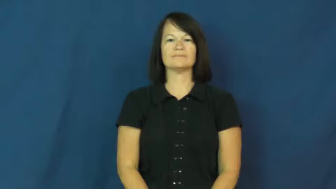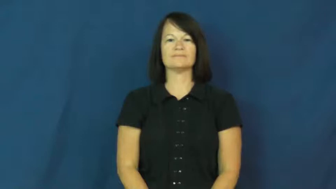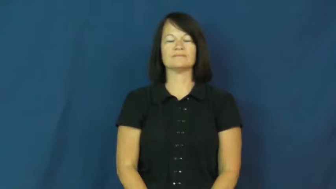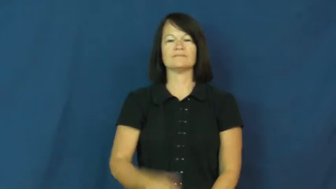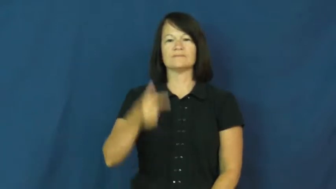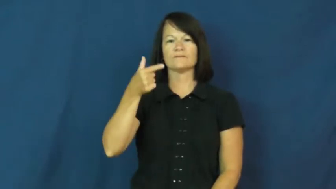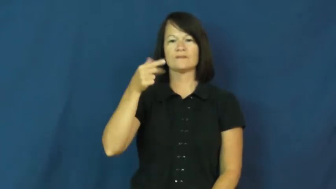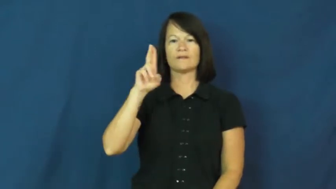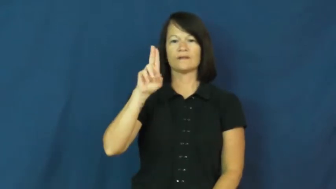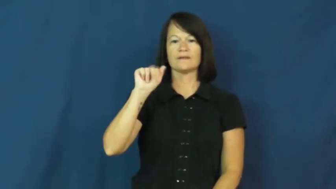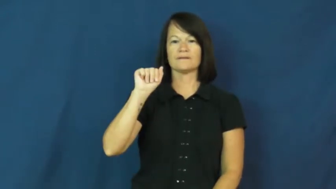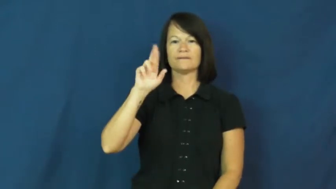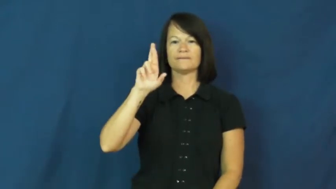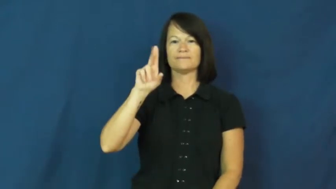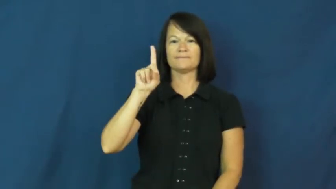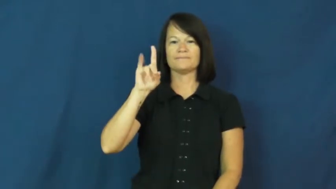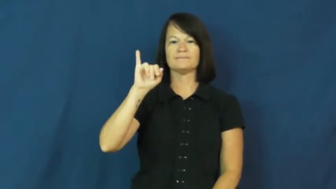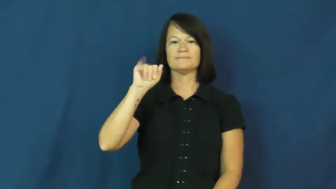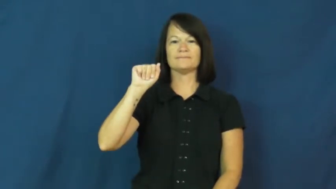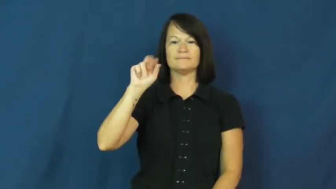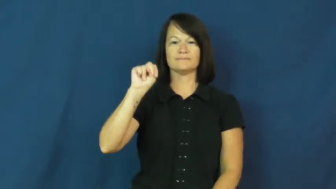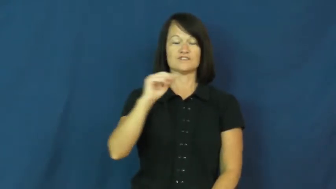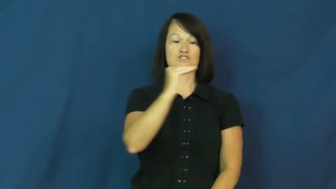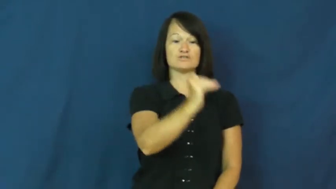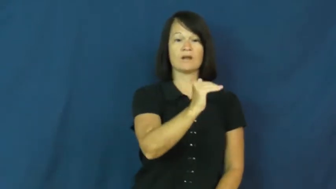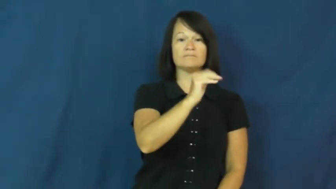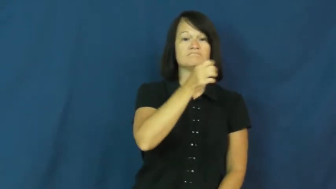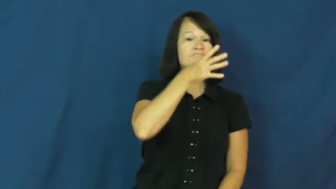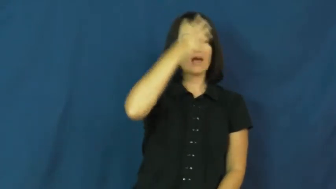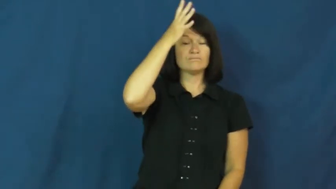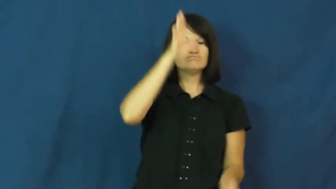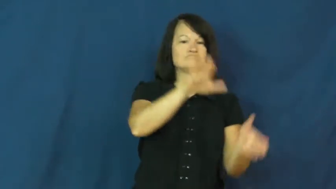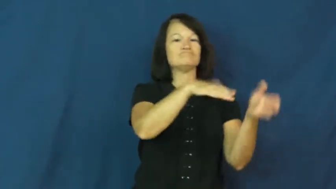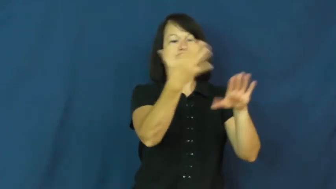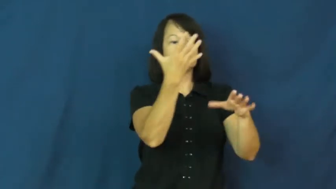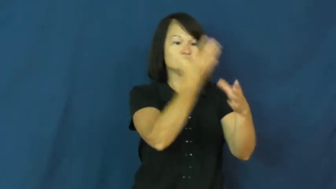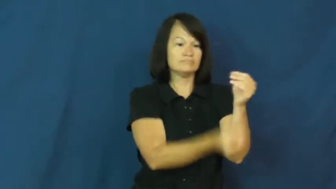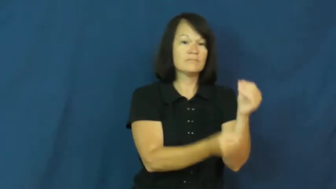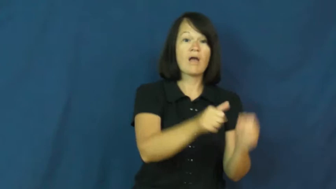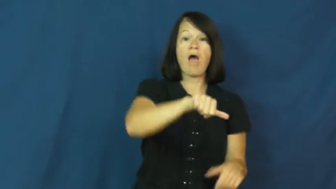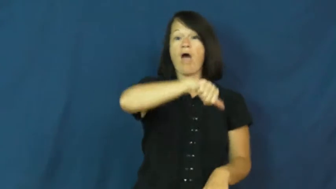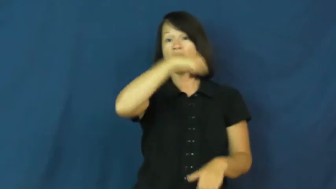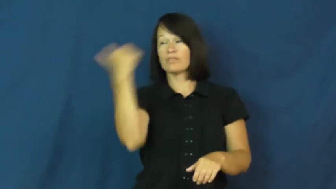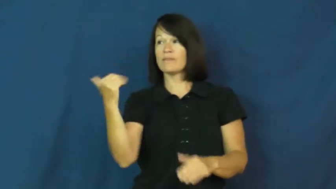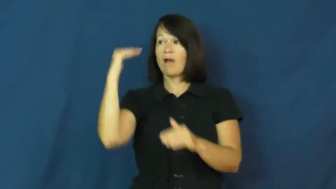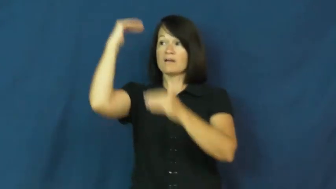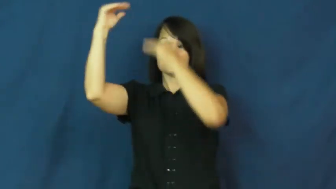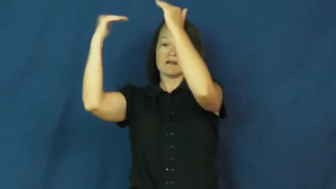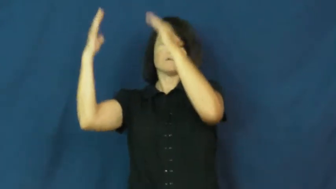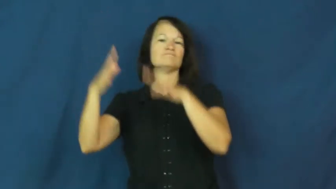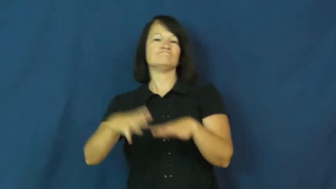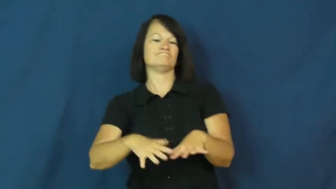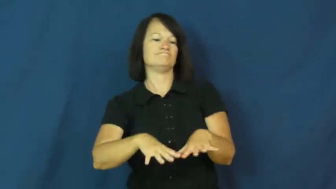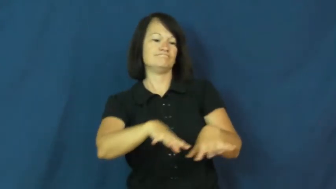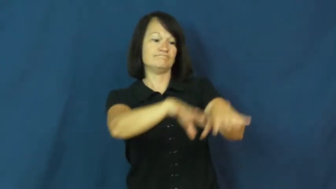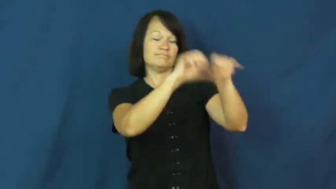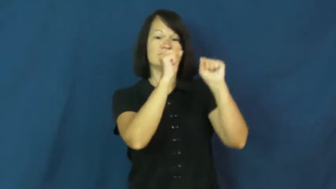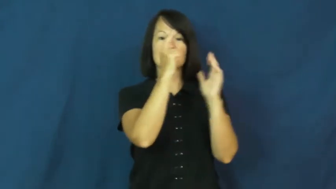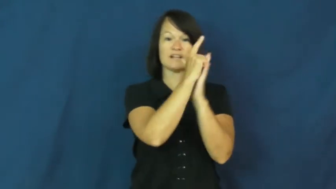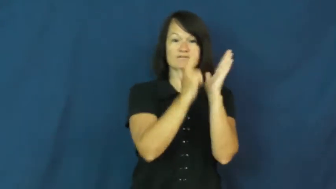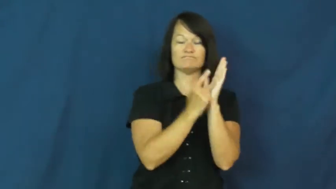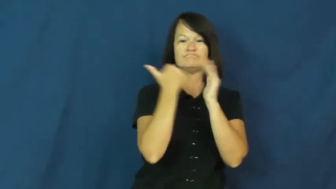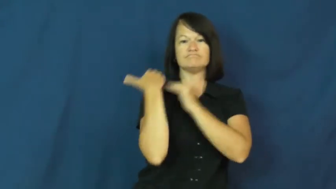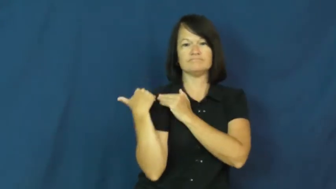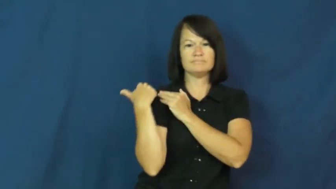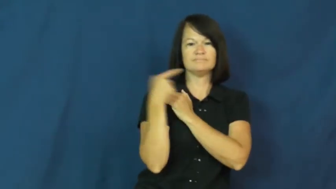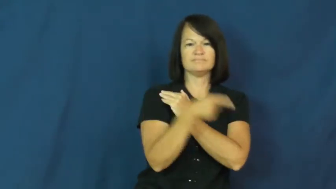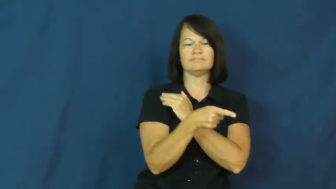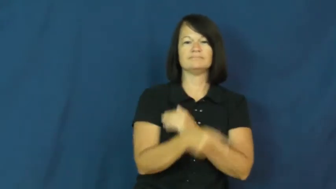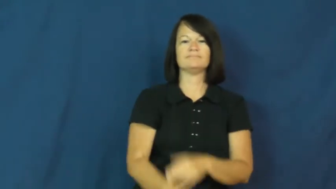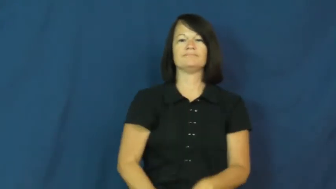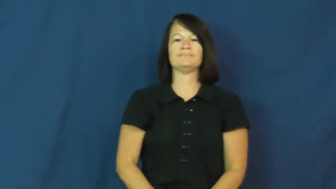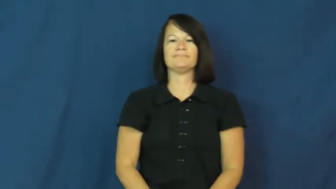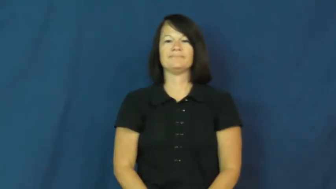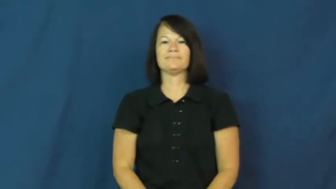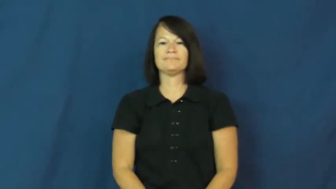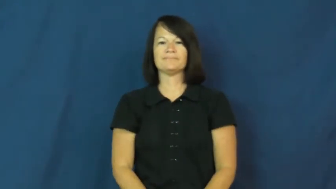guardian-of child